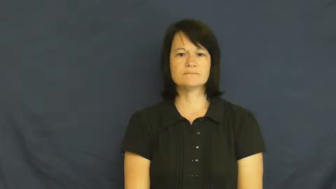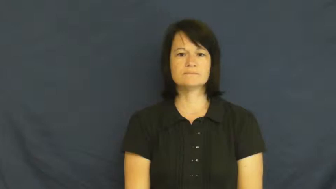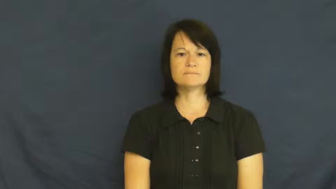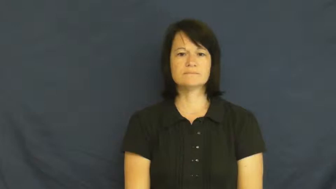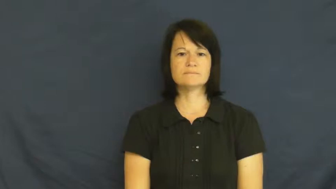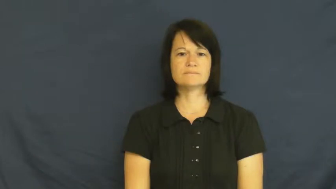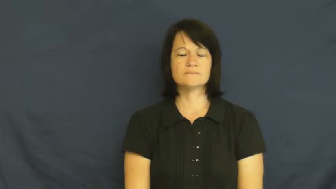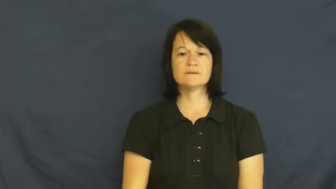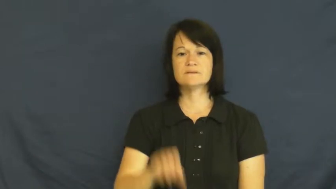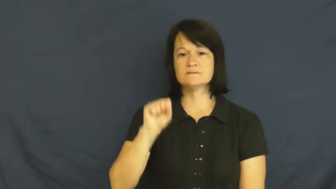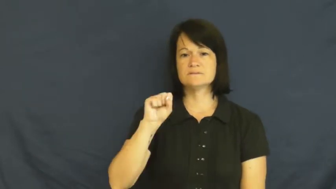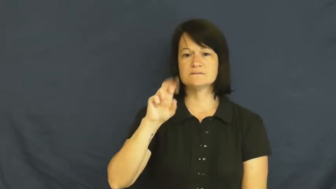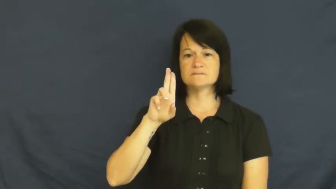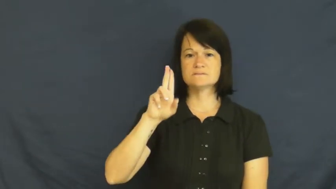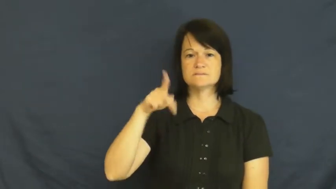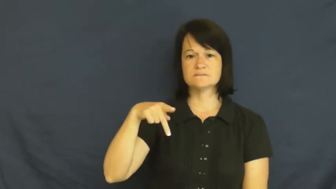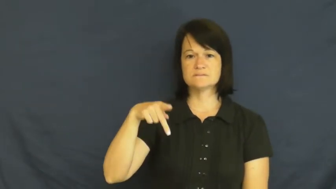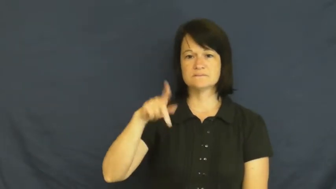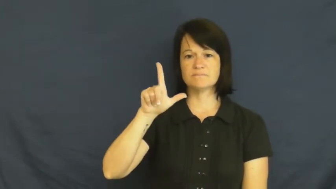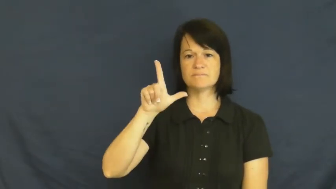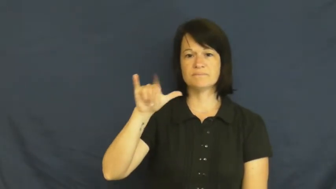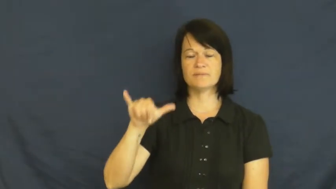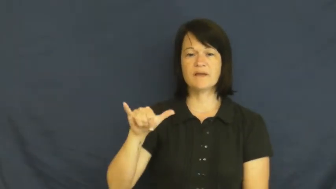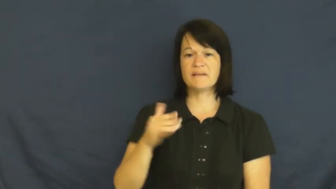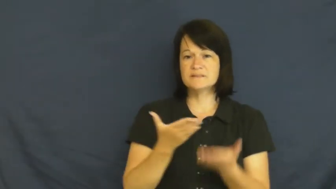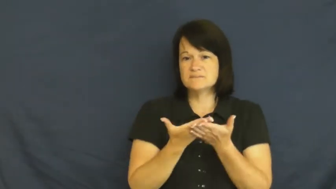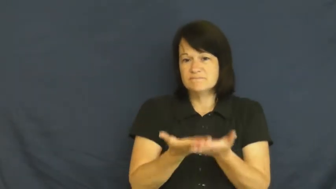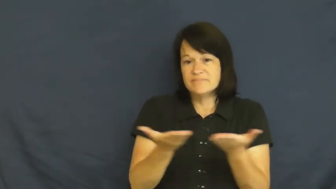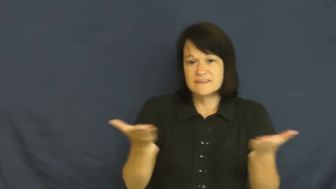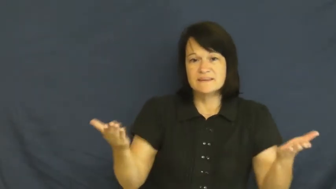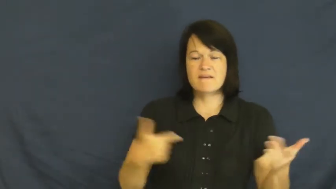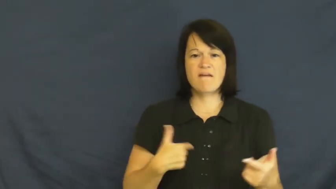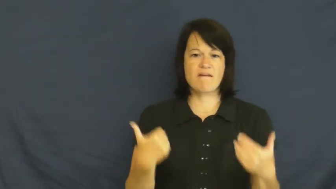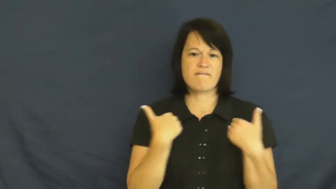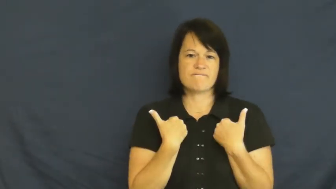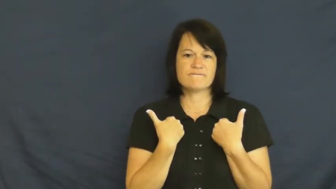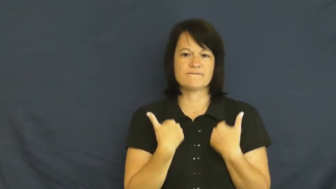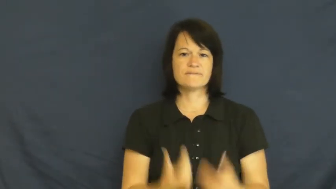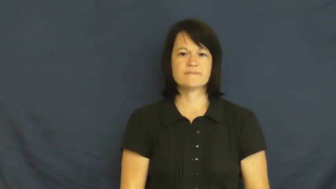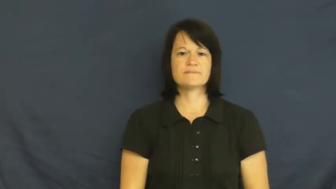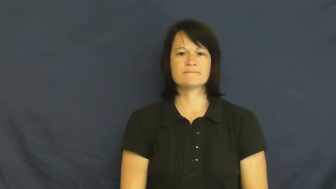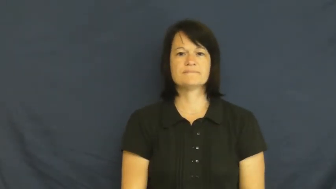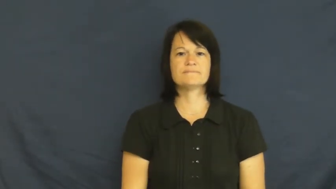supply-items